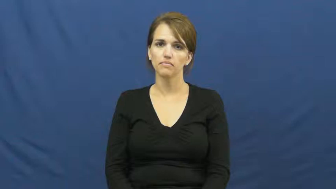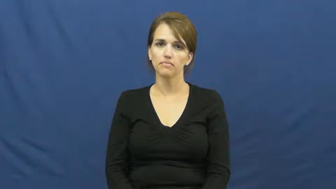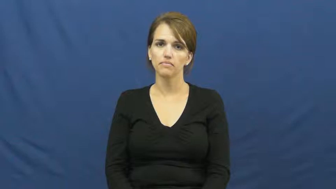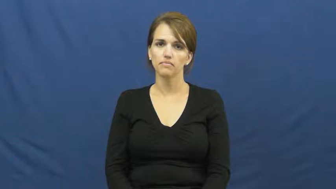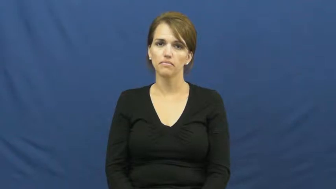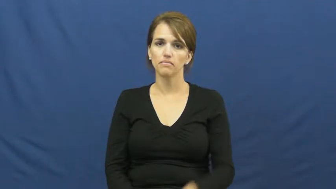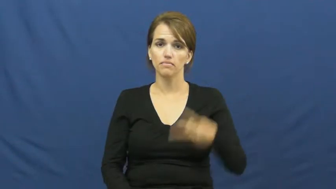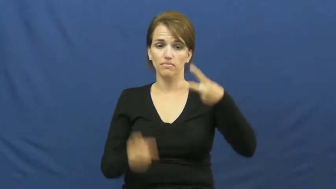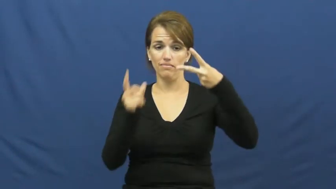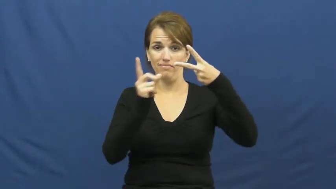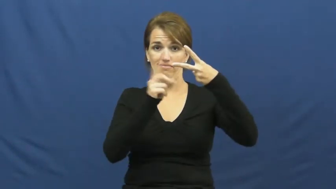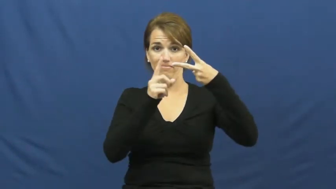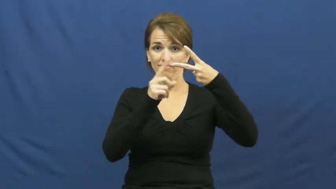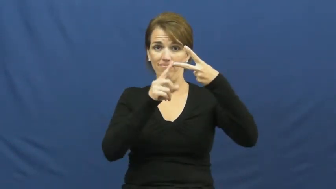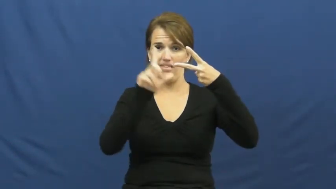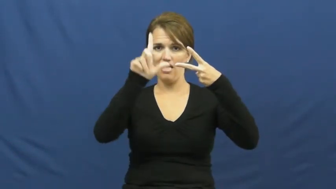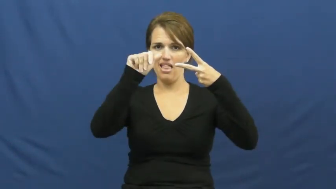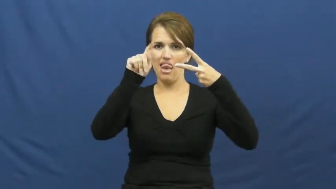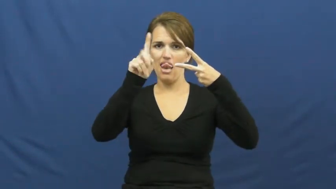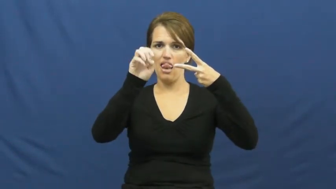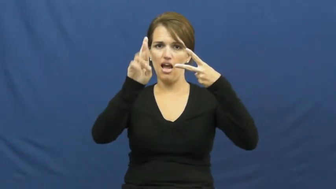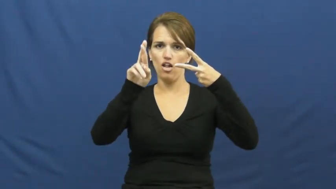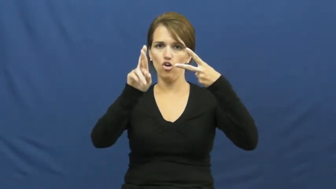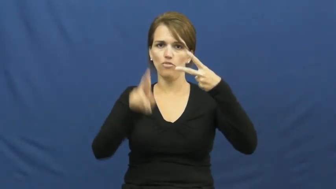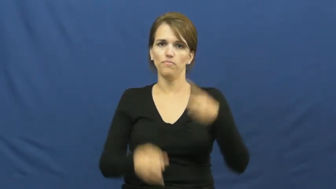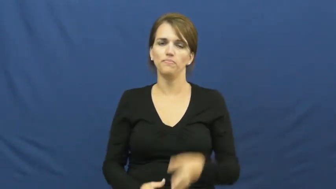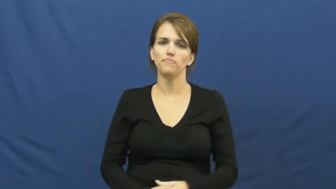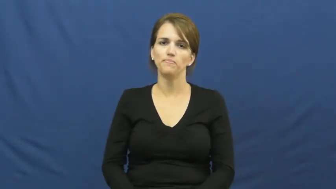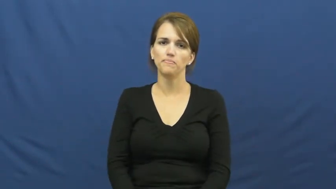latter